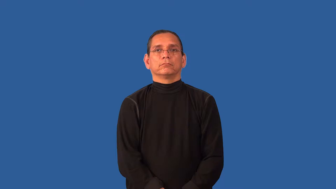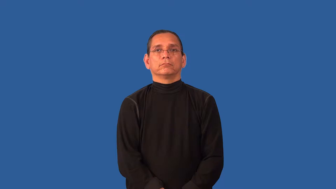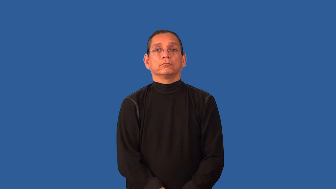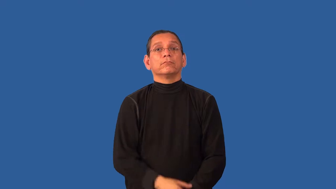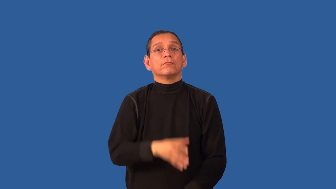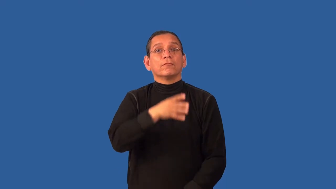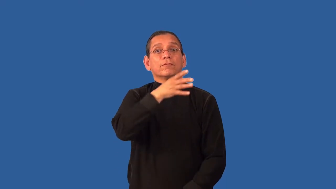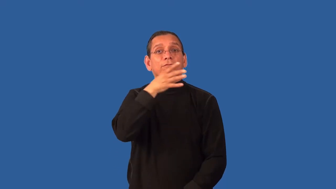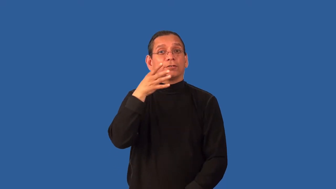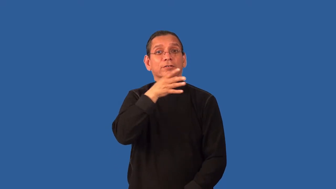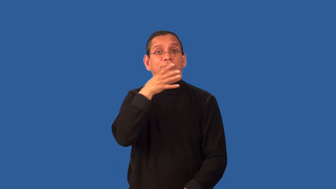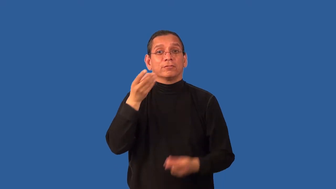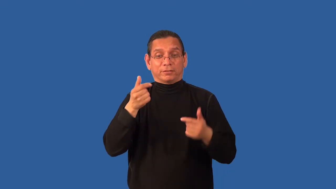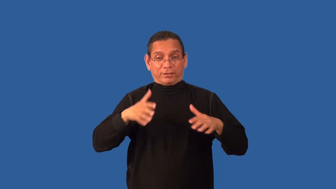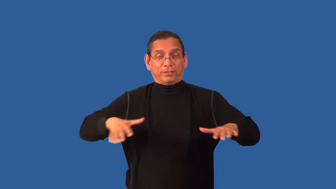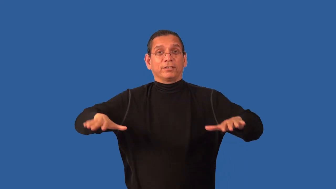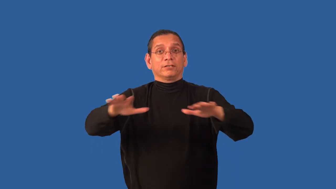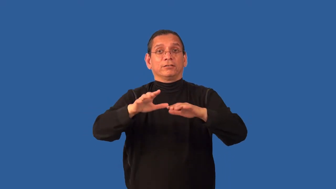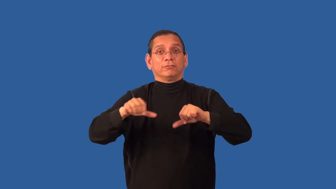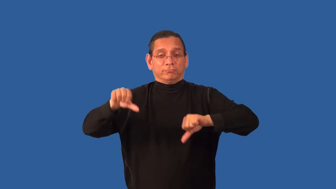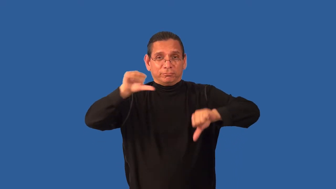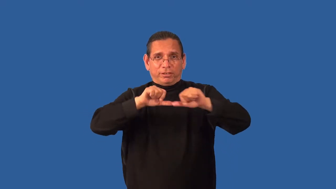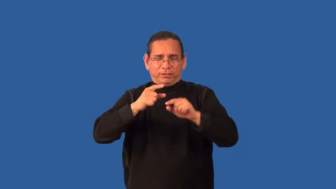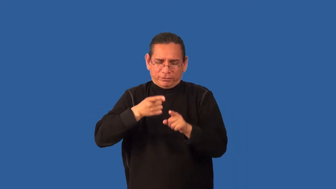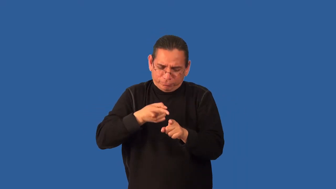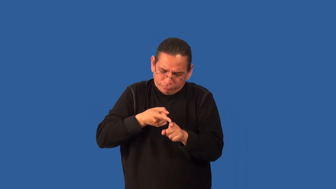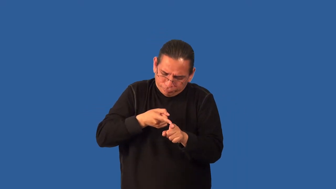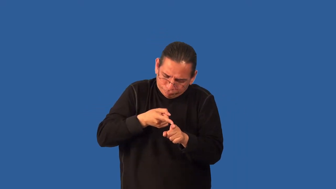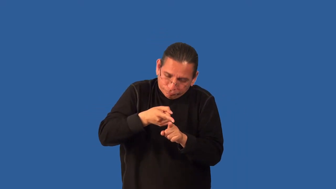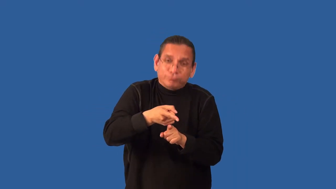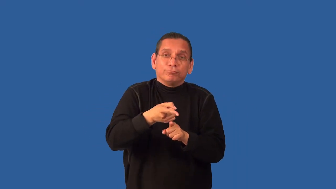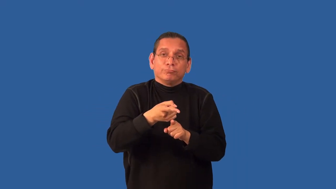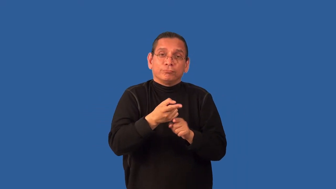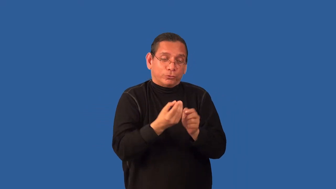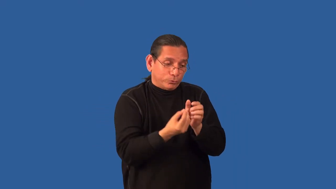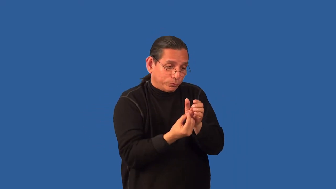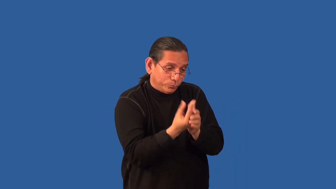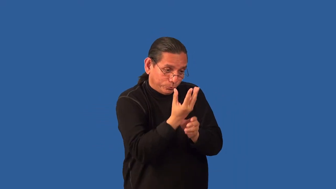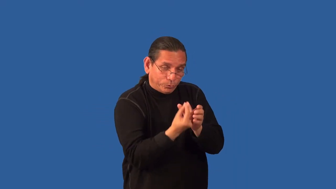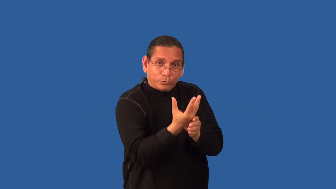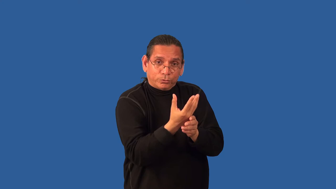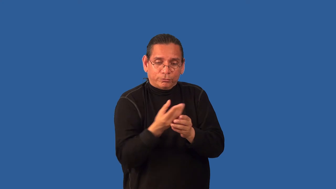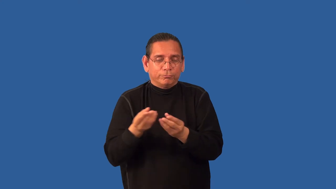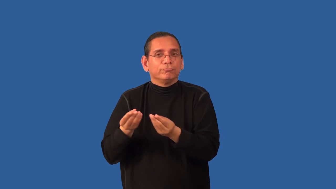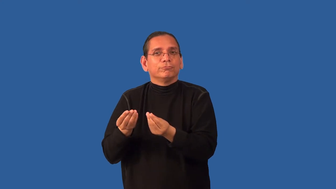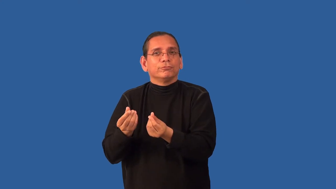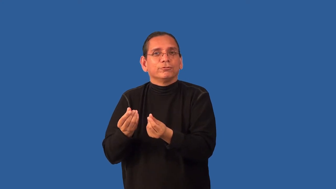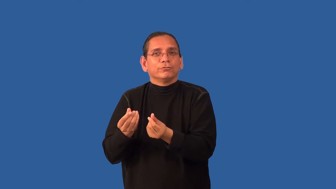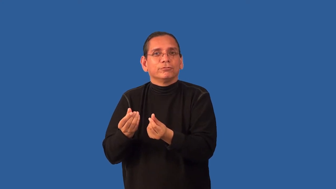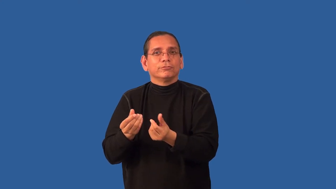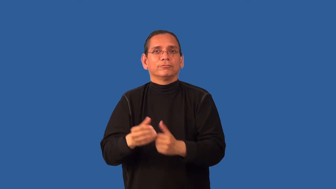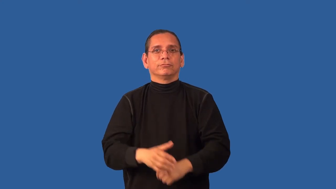agronomy